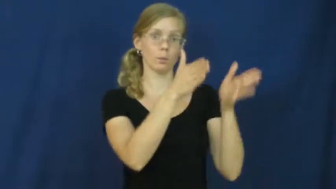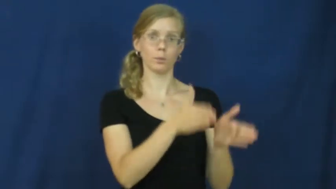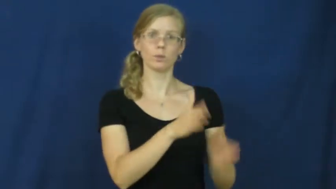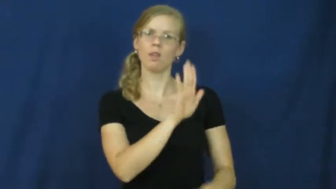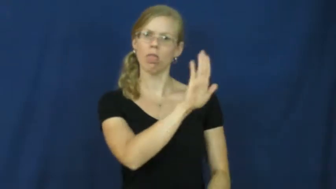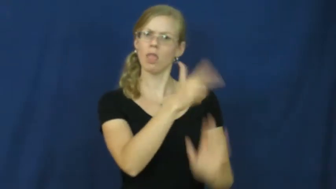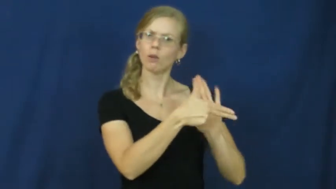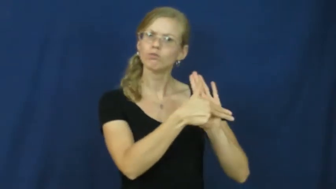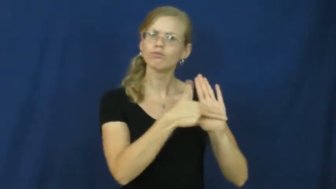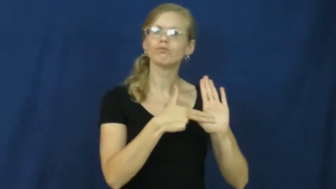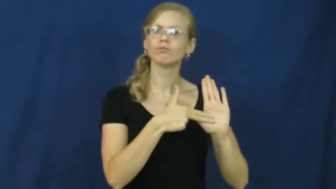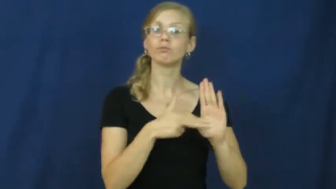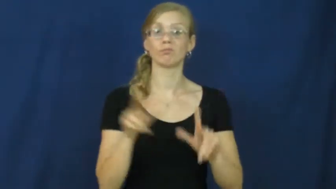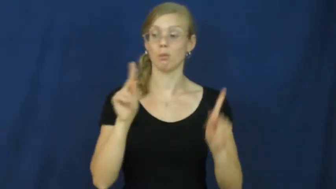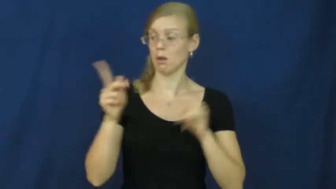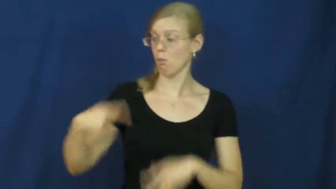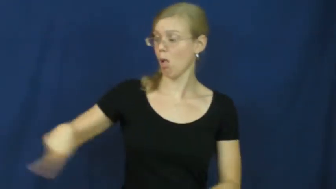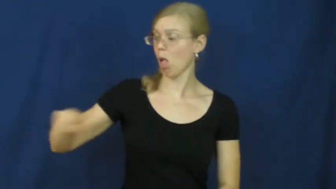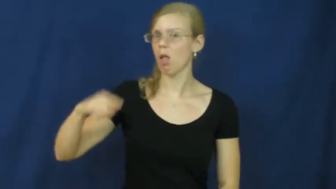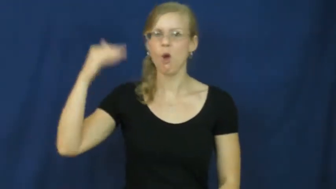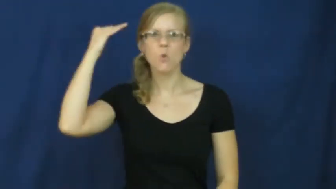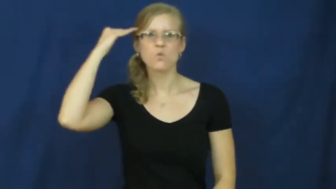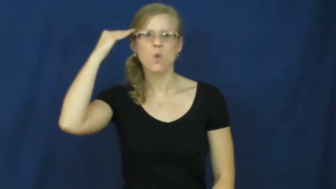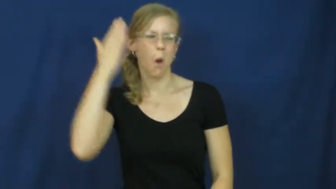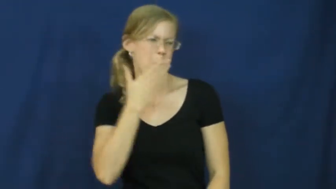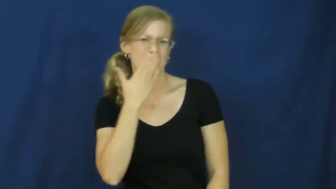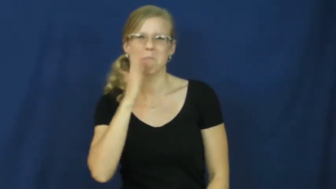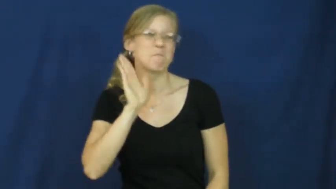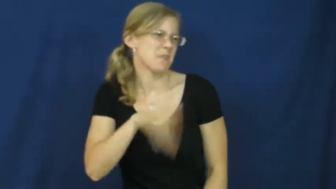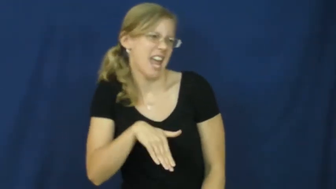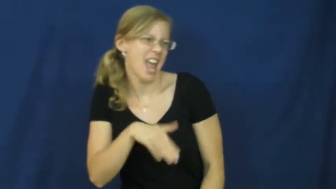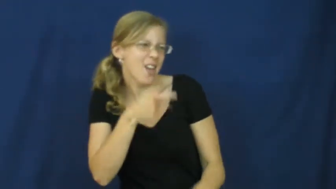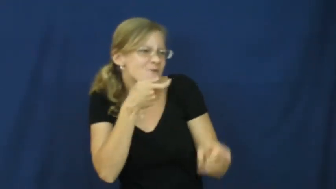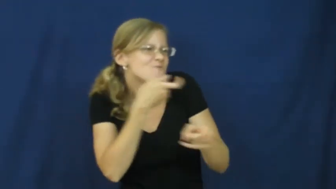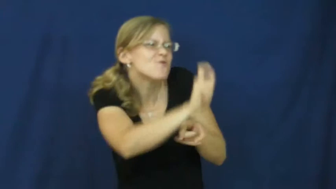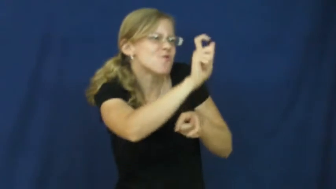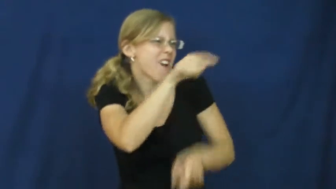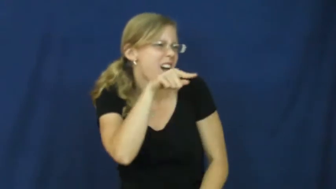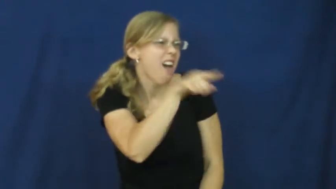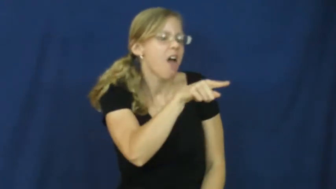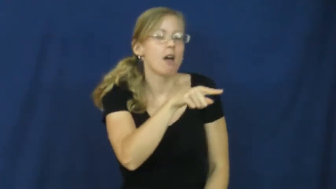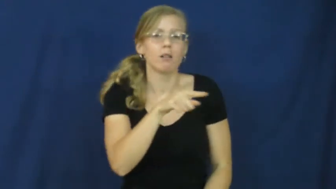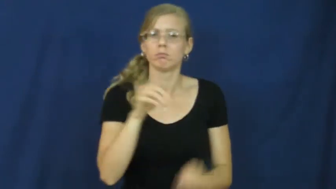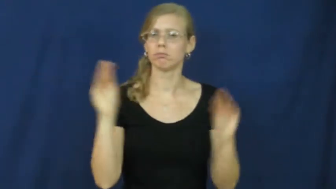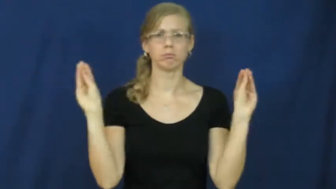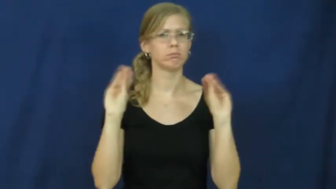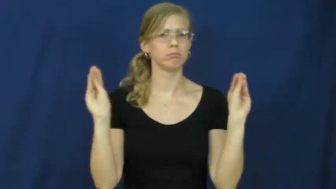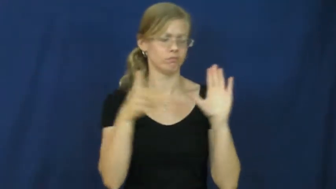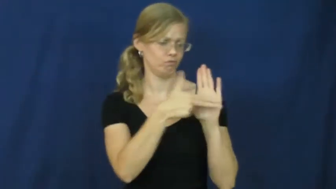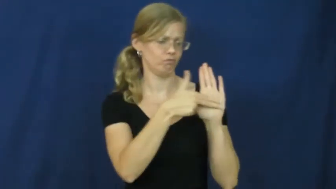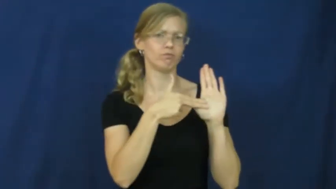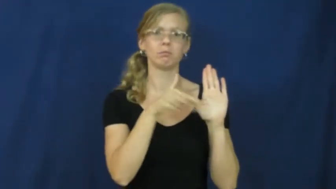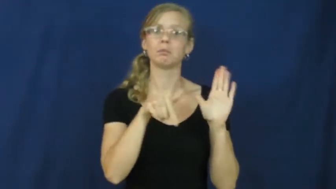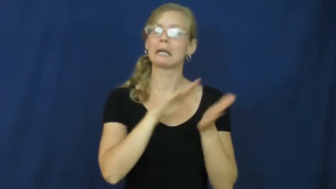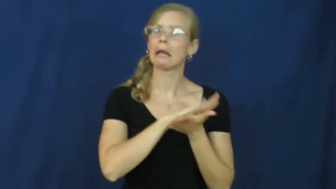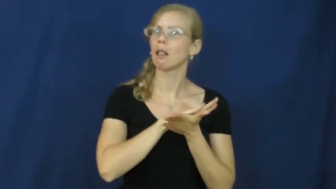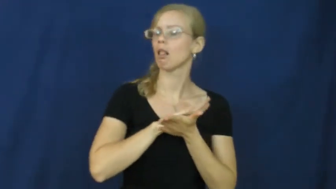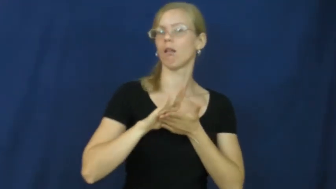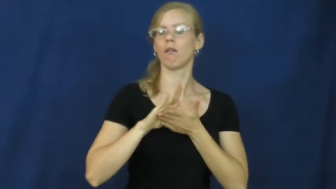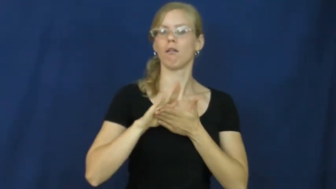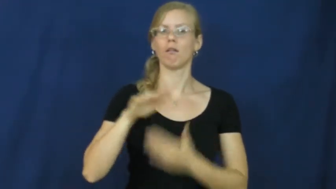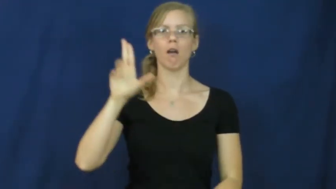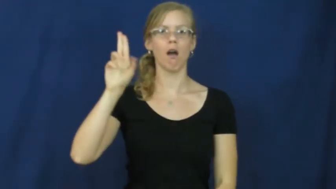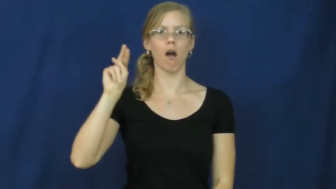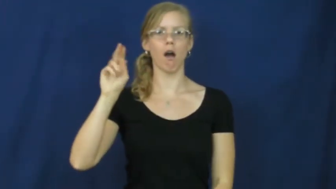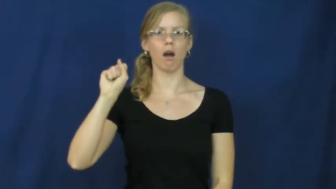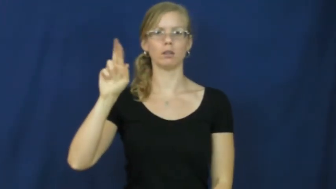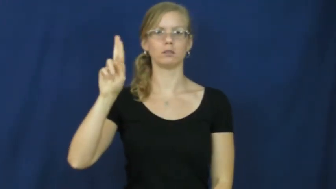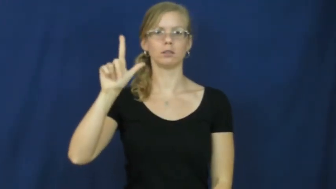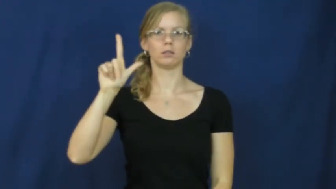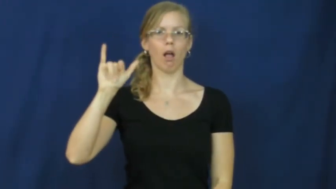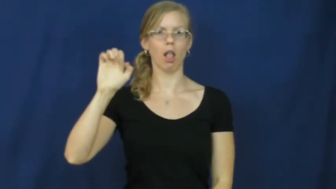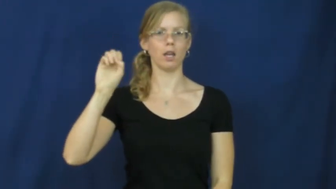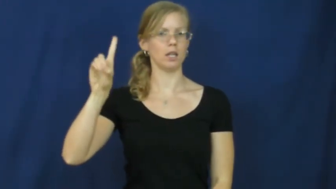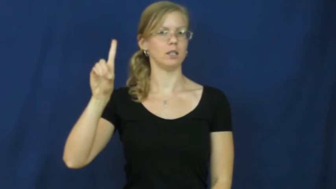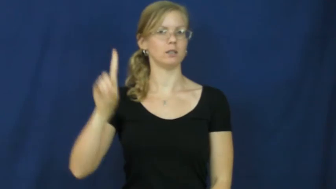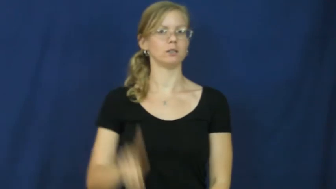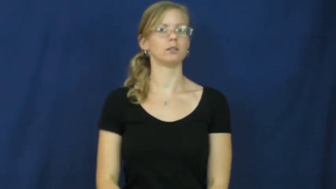unsullied